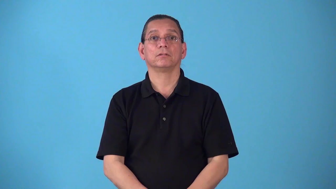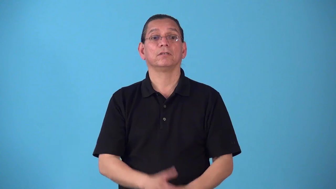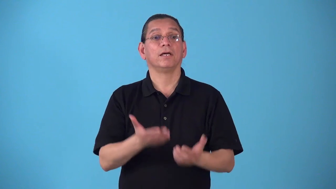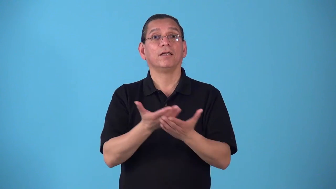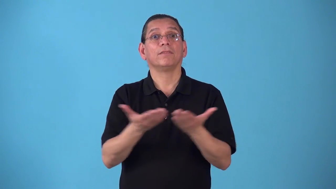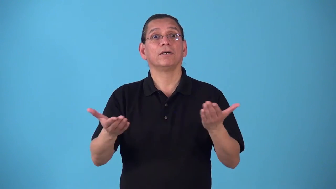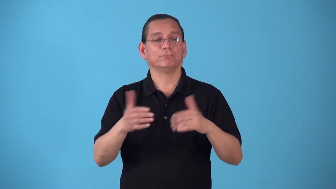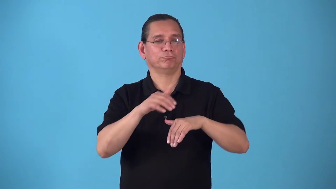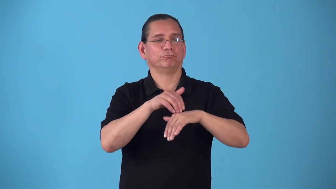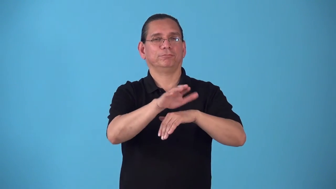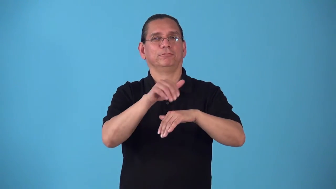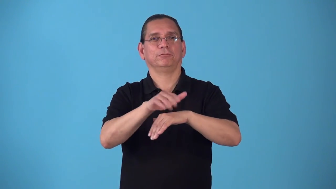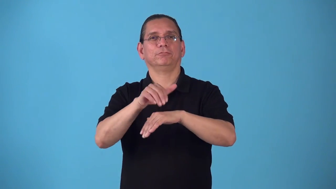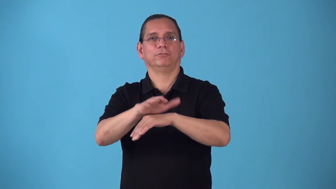shipment